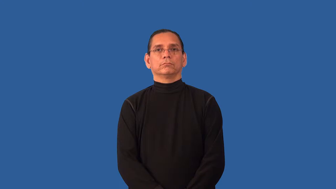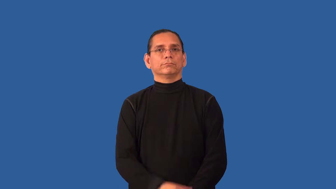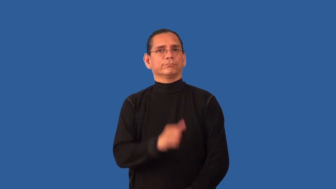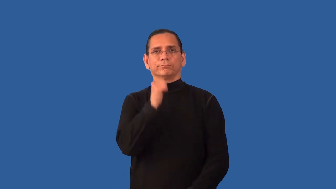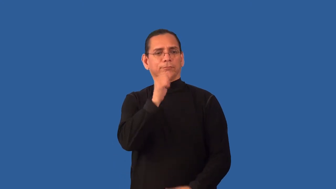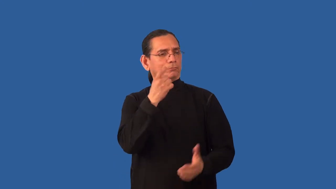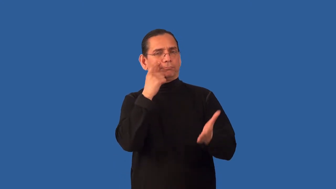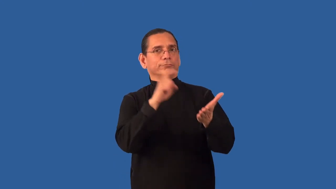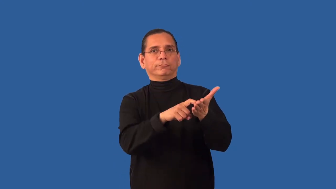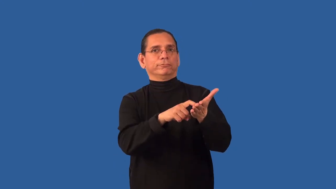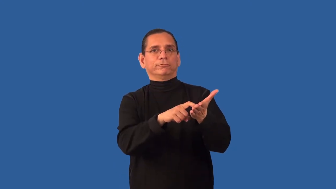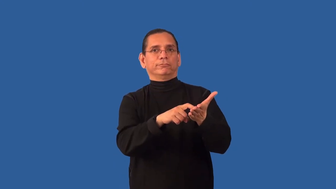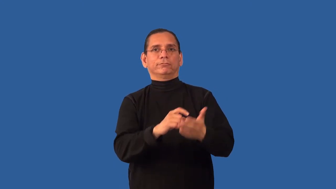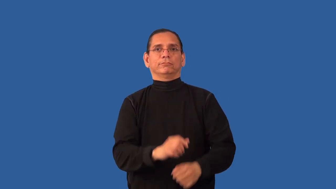unacknowledged